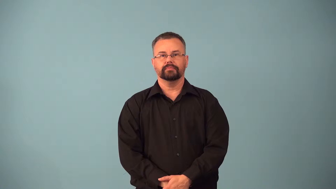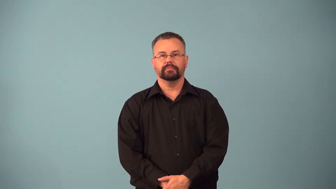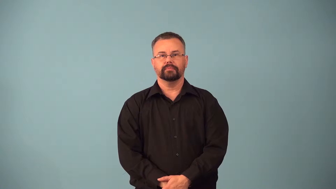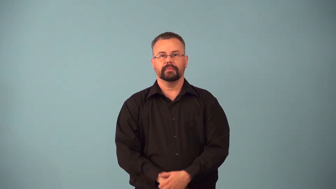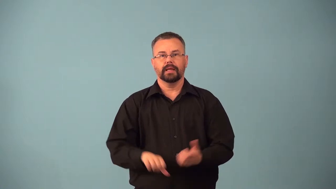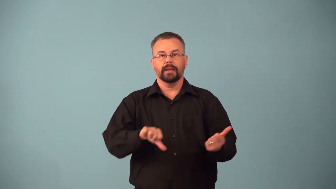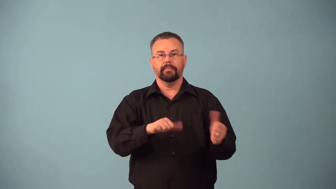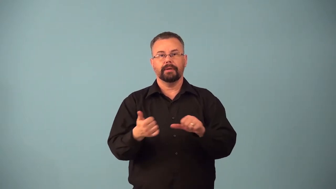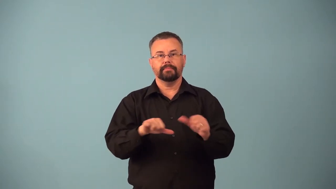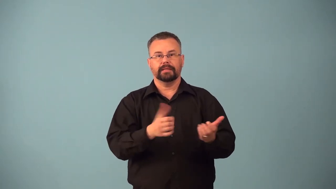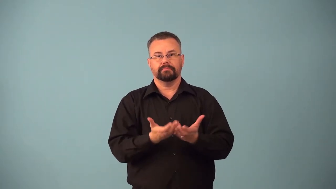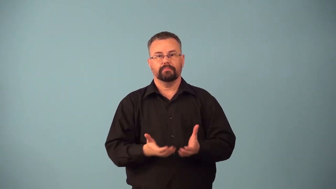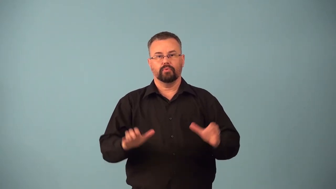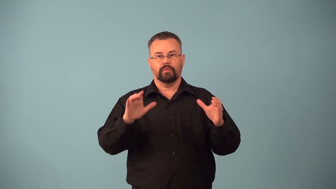baptistery,font